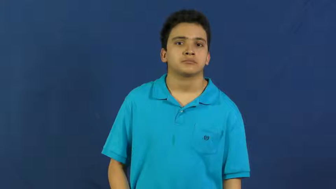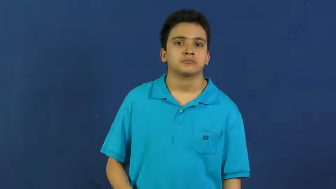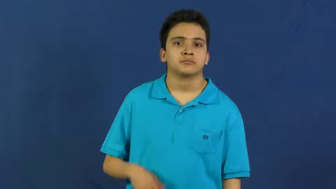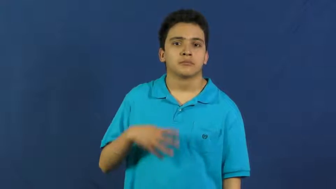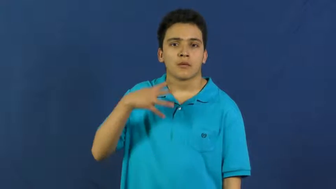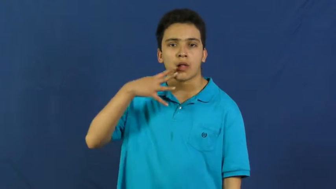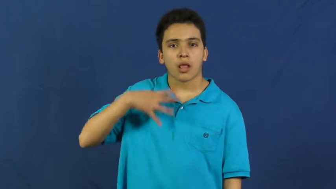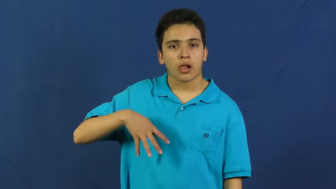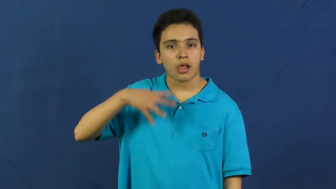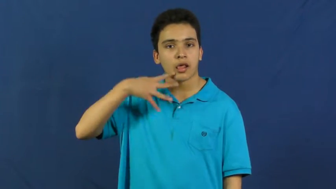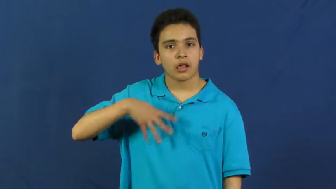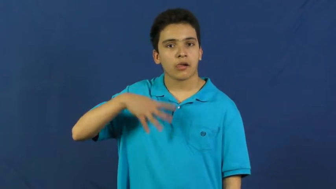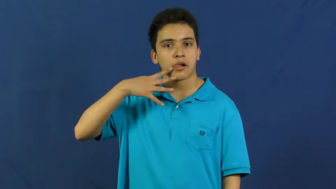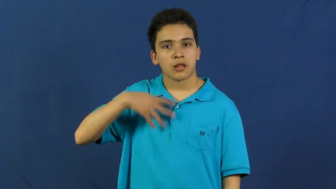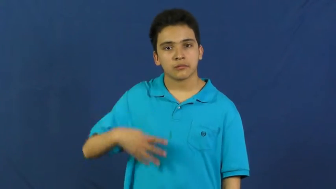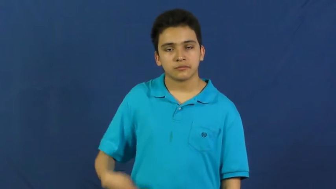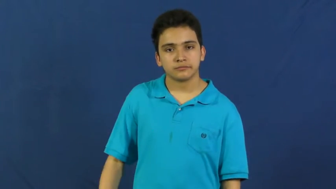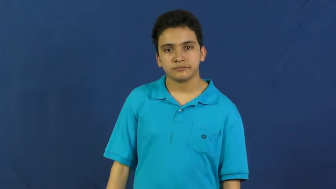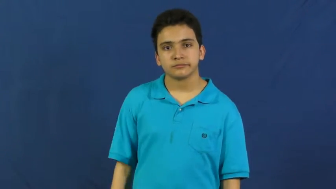drool,slobber,dribble